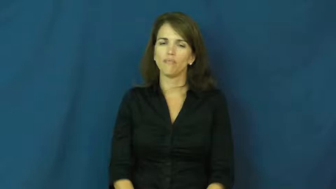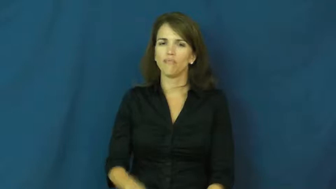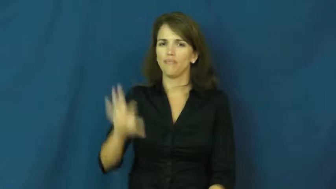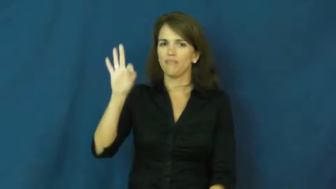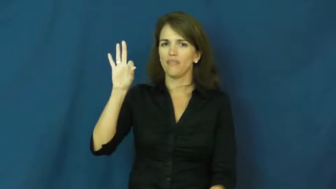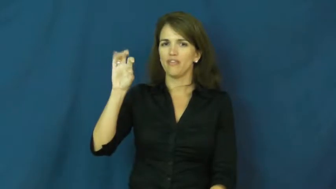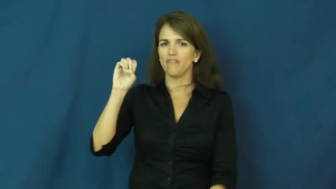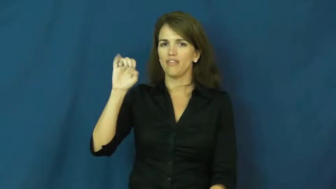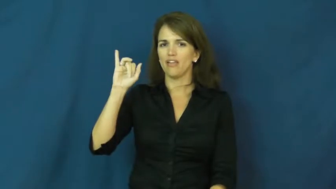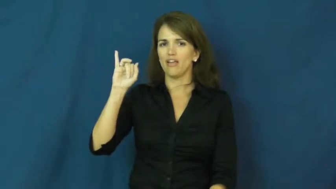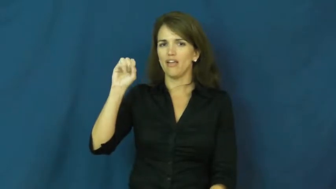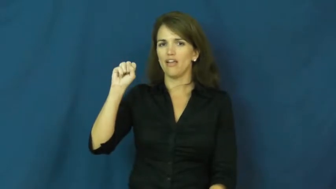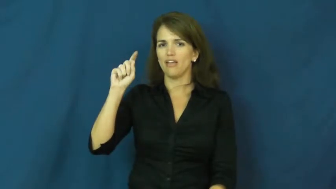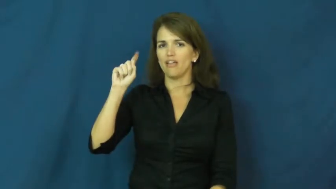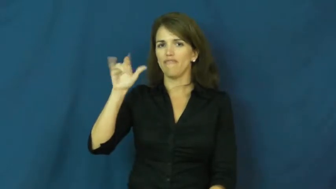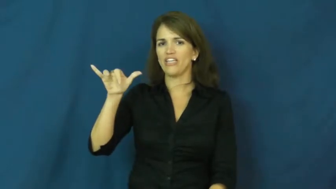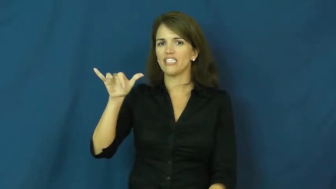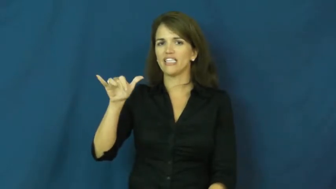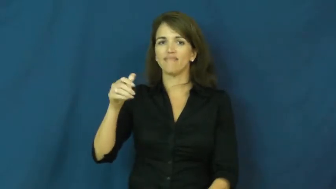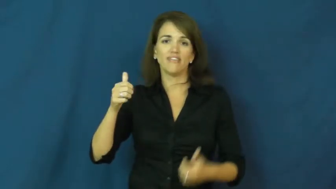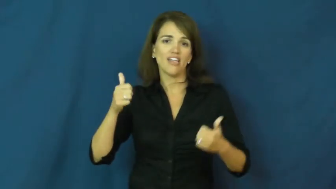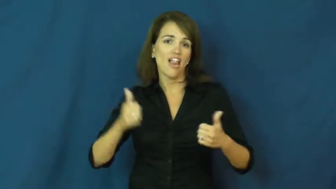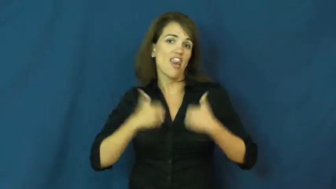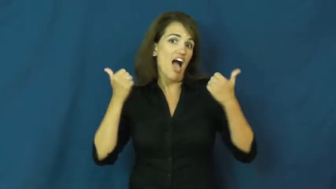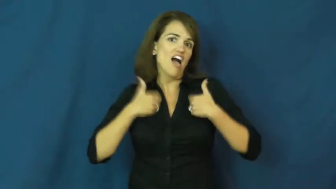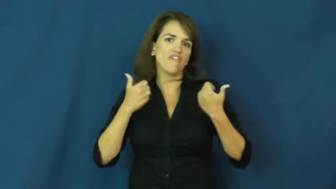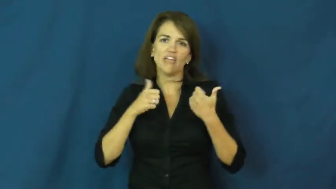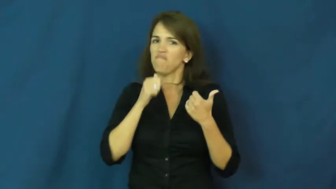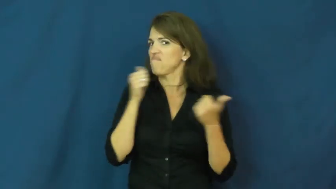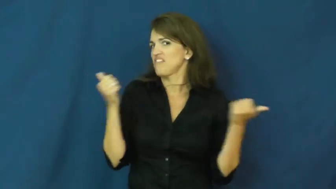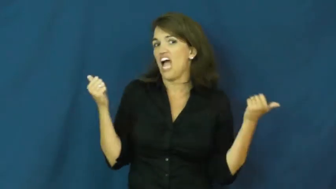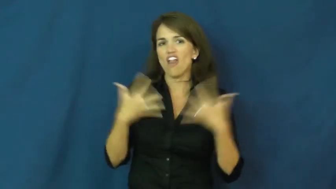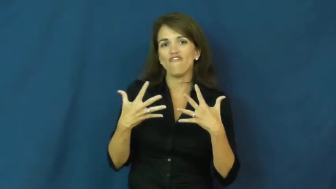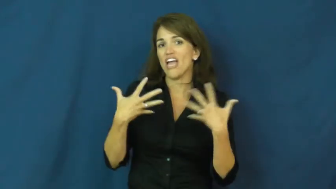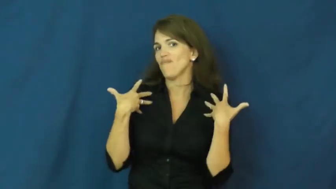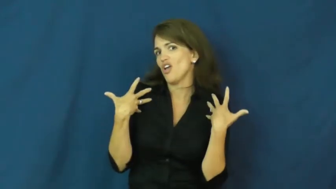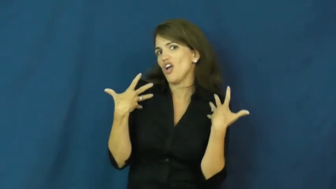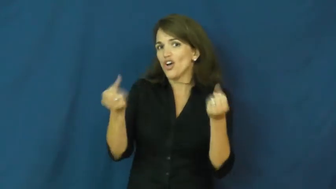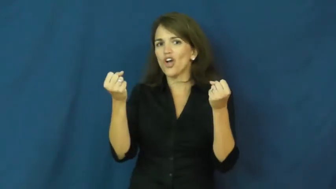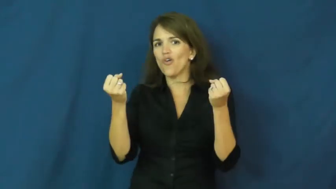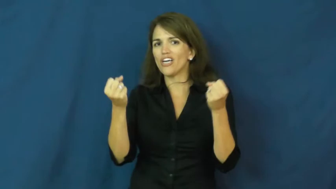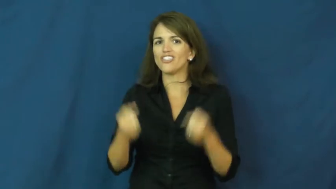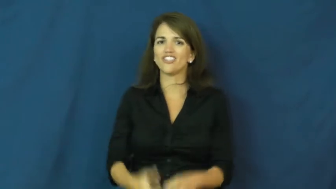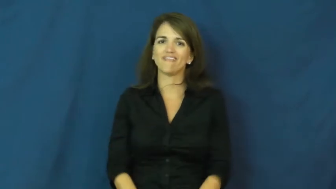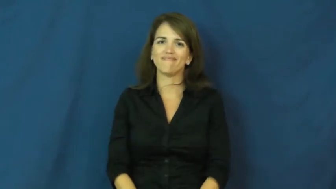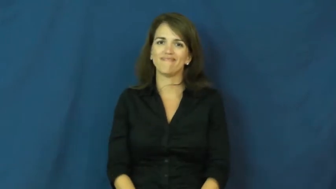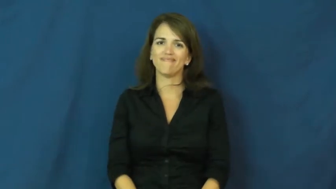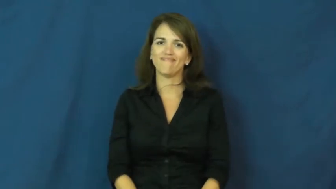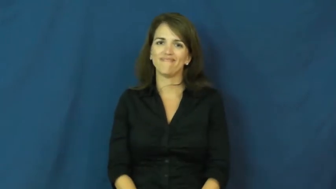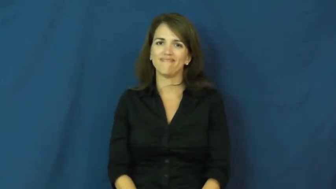feisty